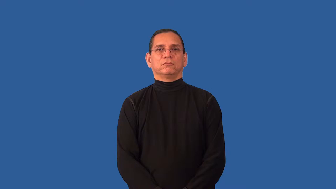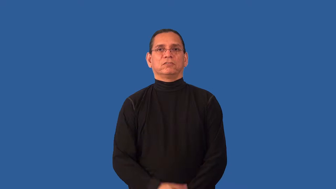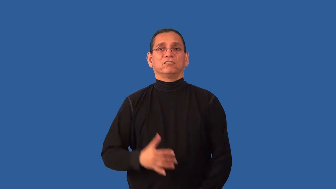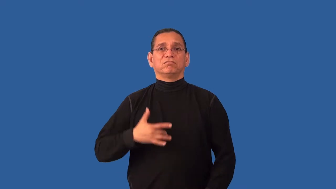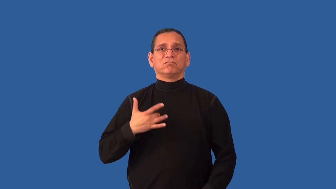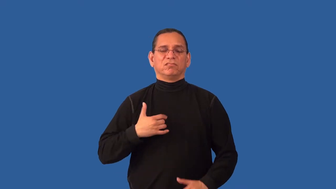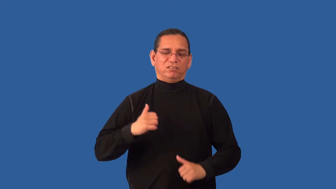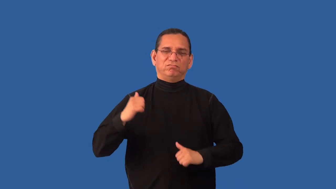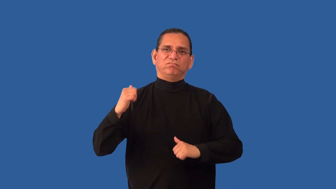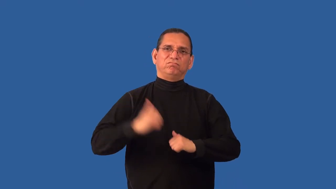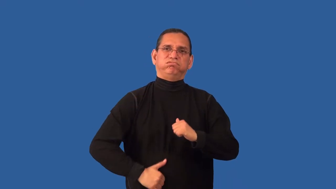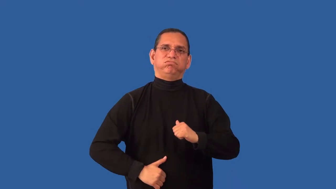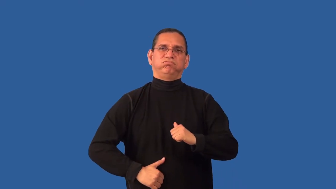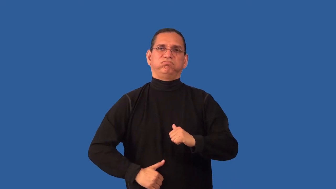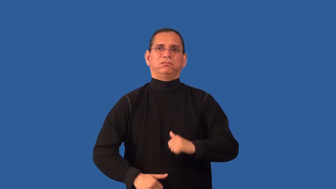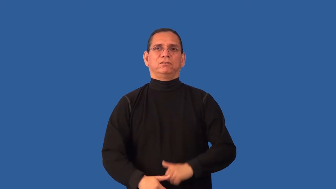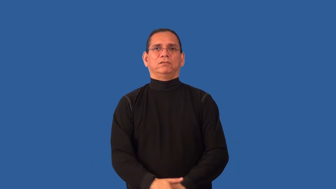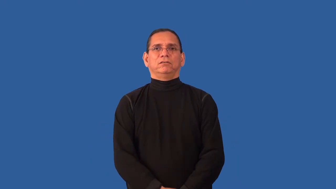impervious-feelings